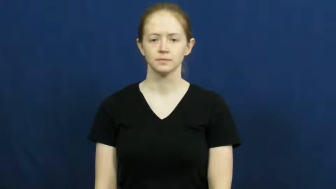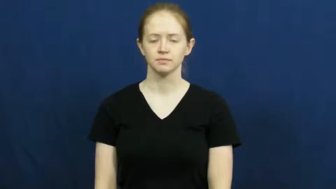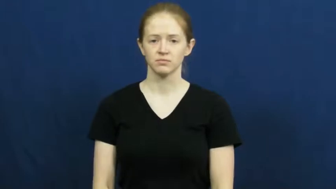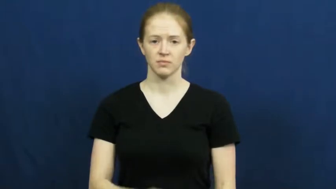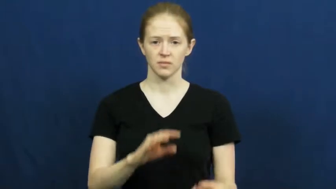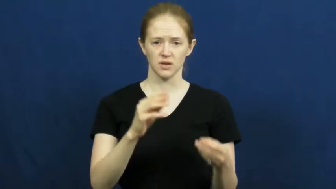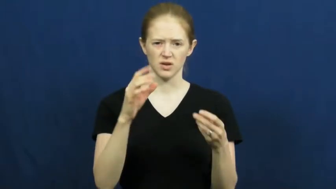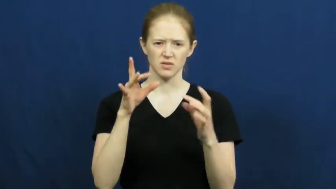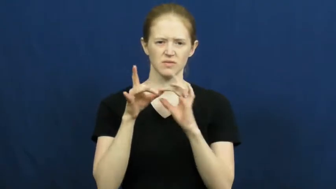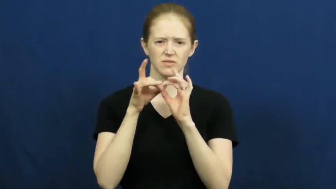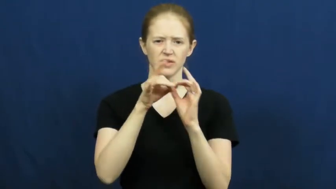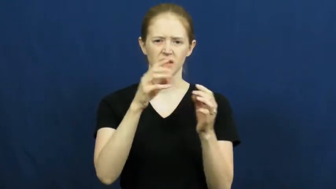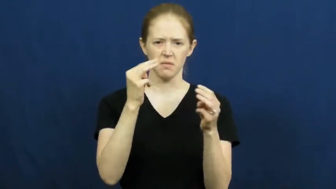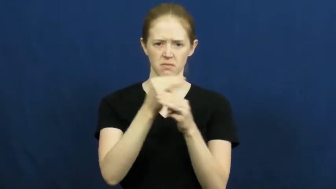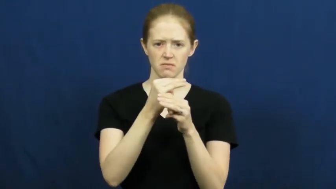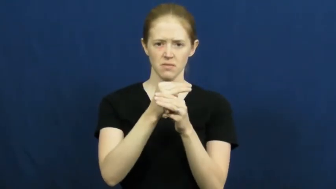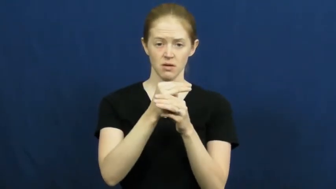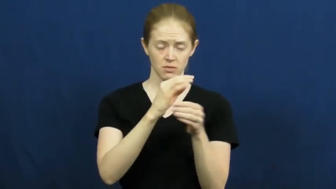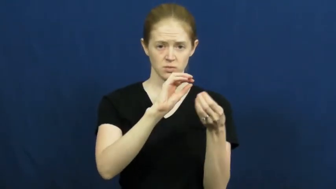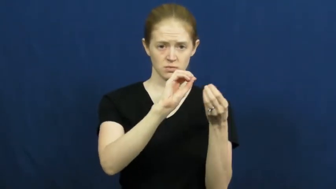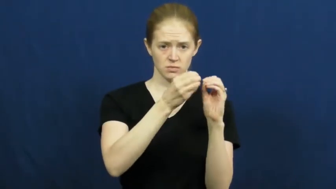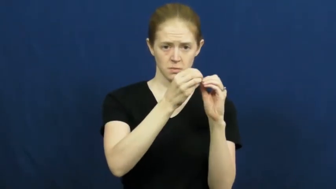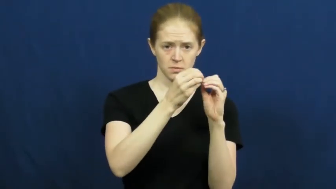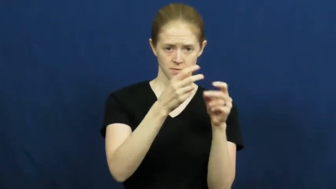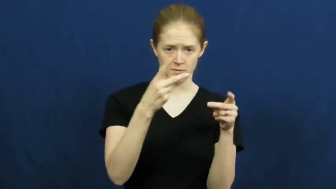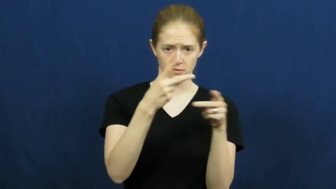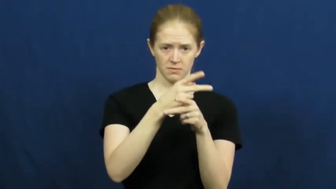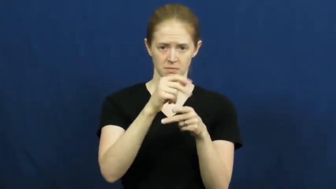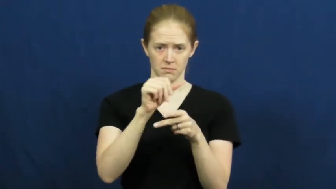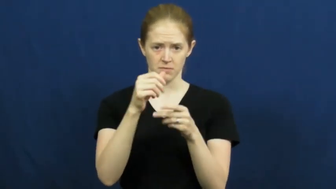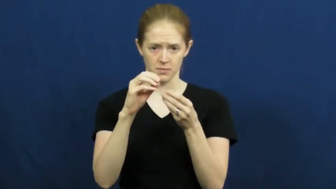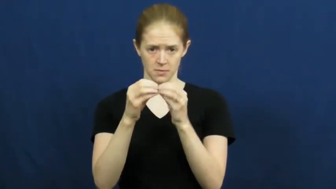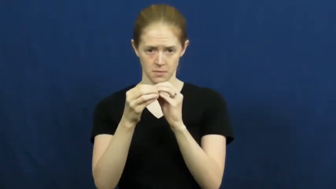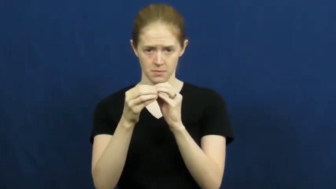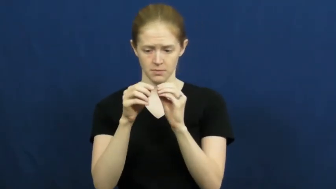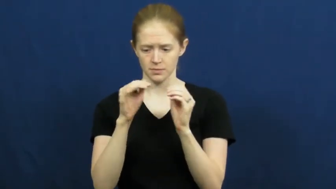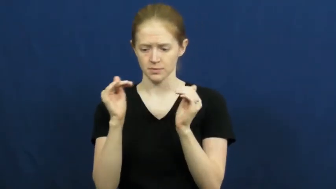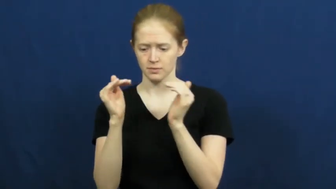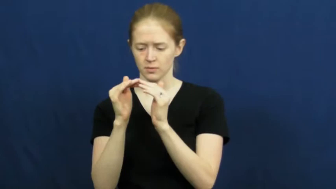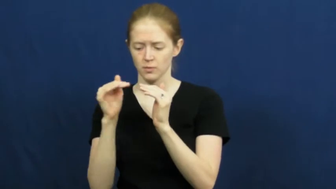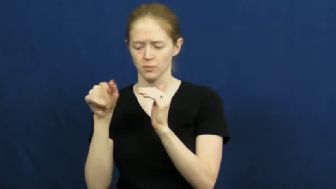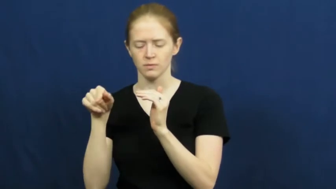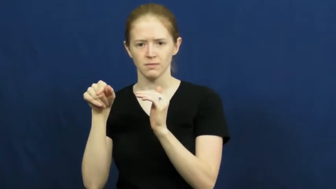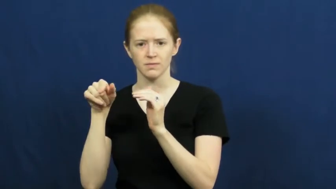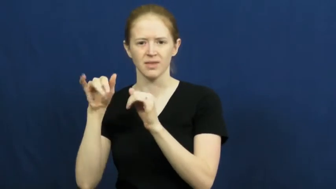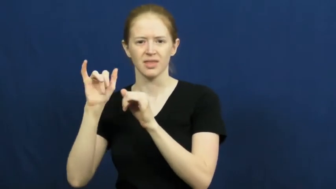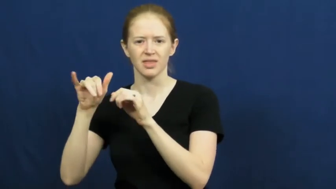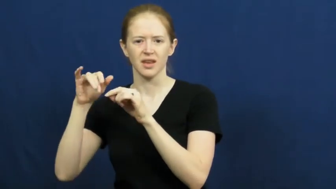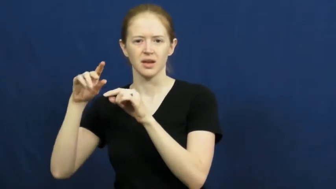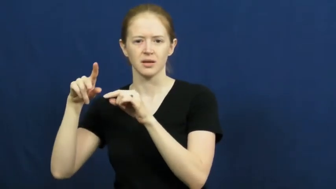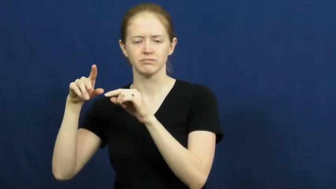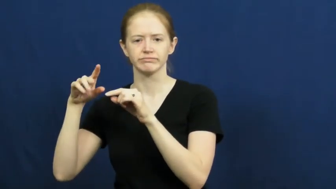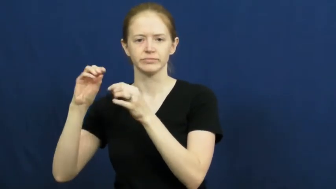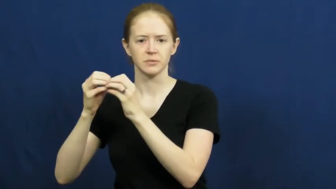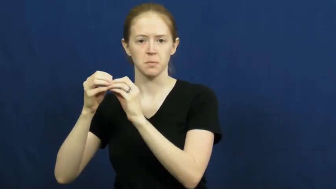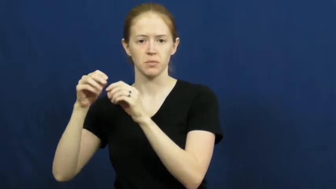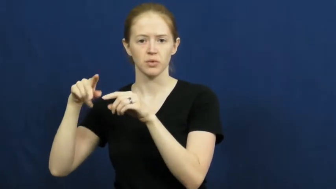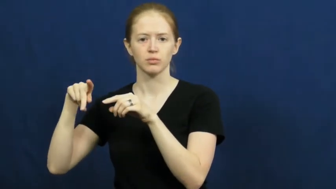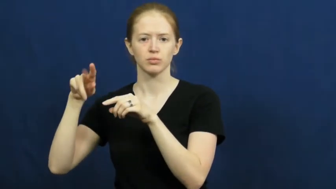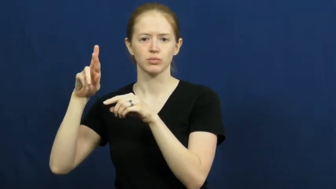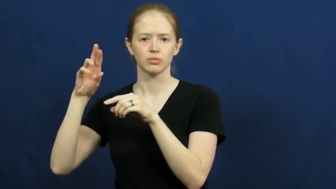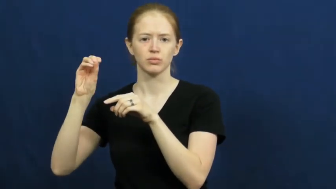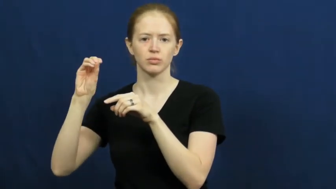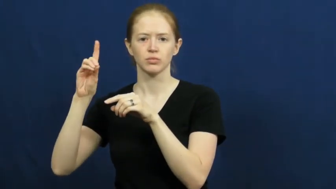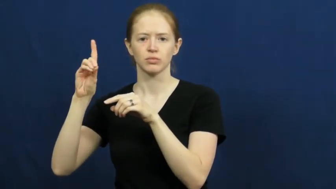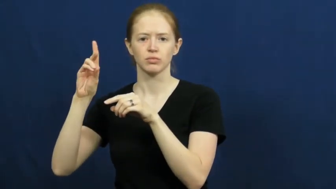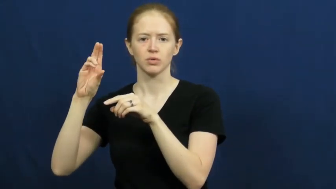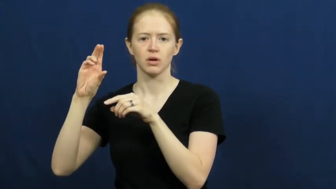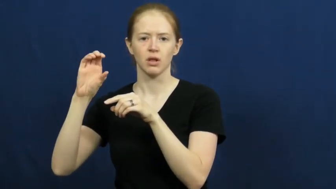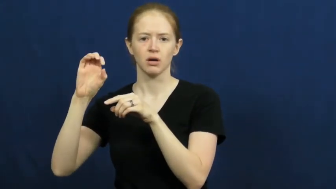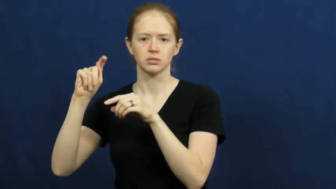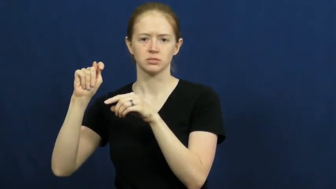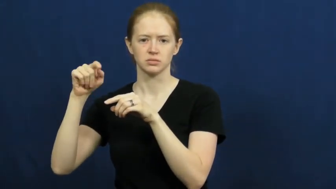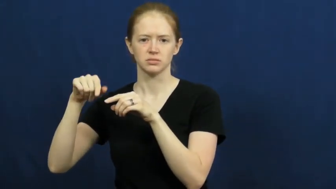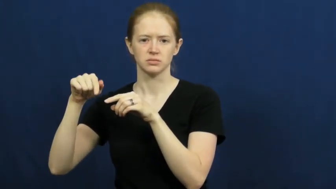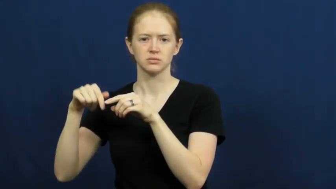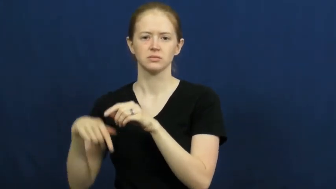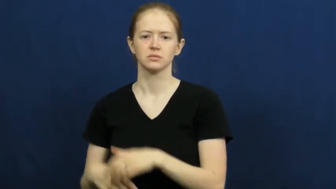product-math